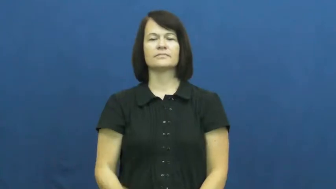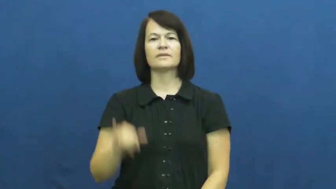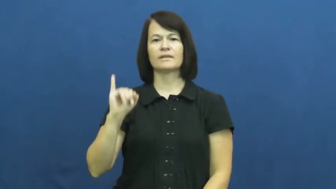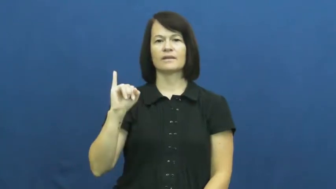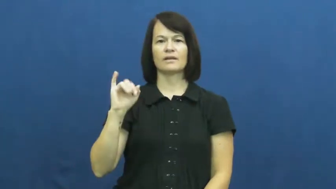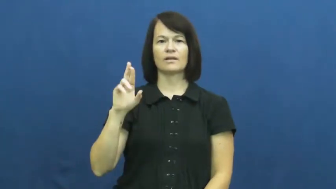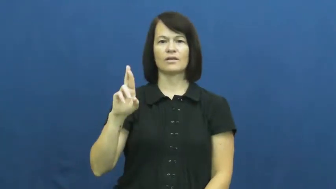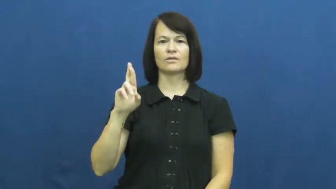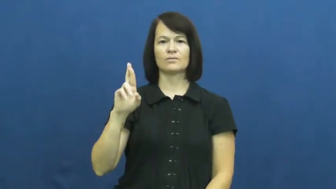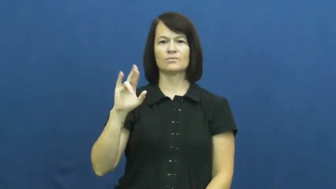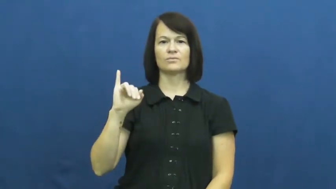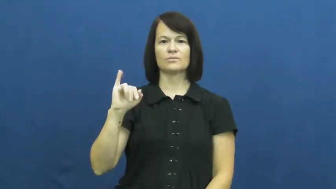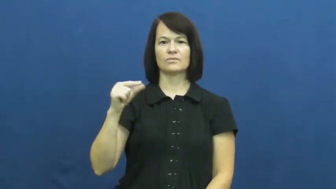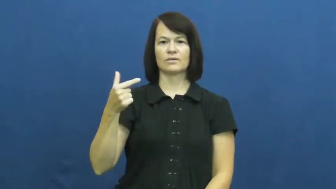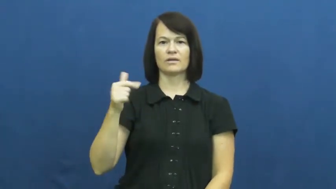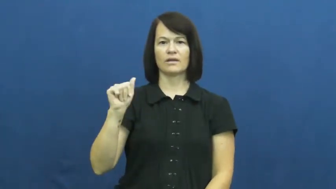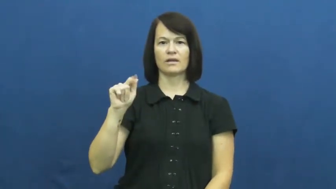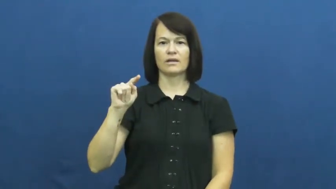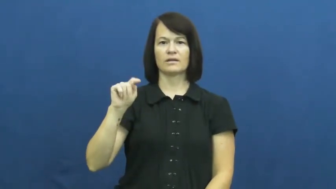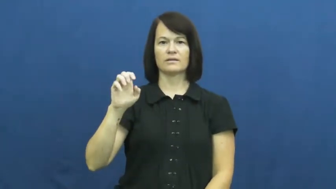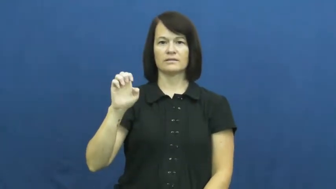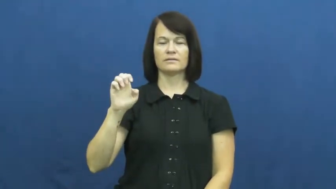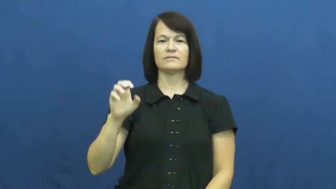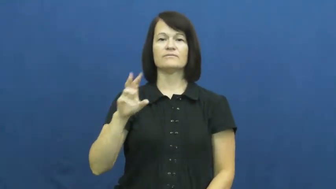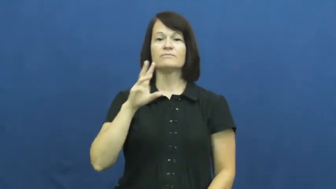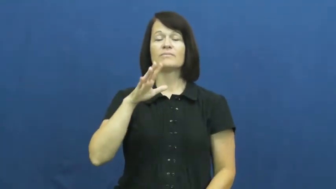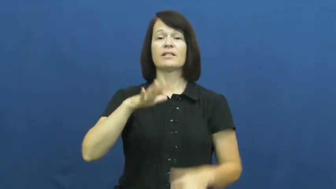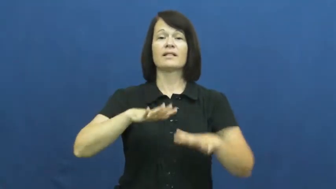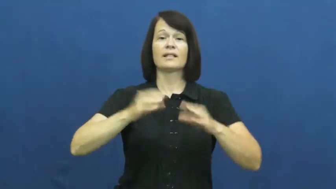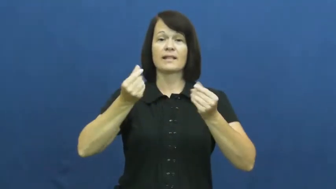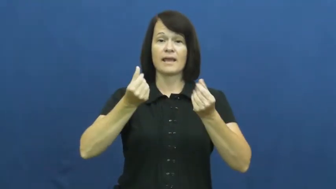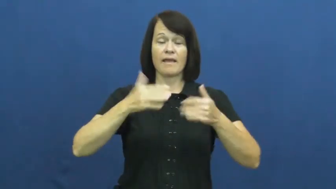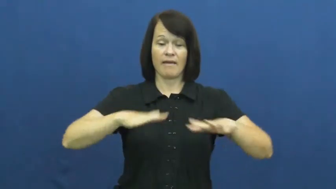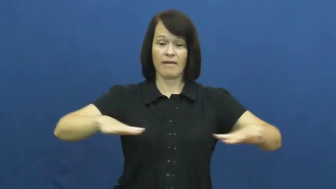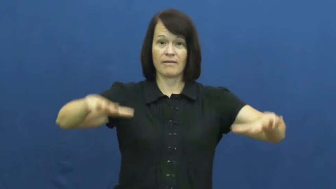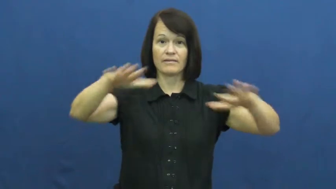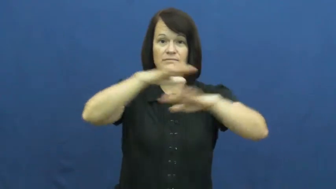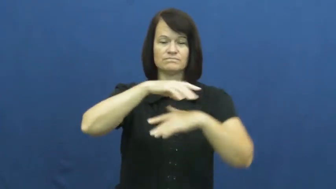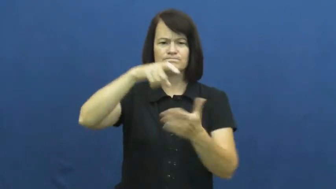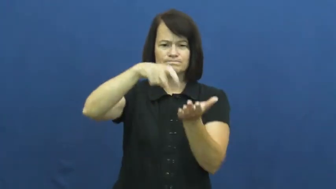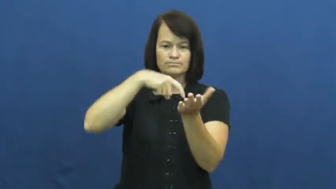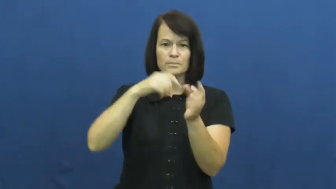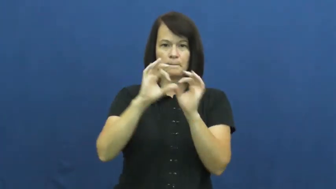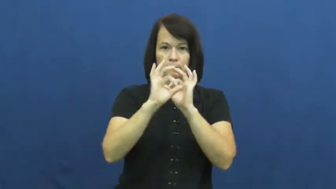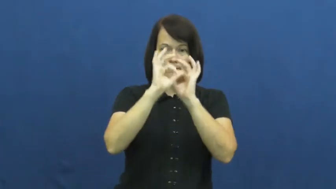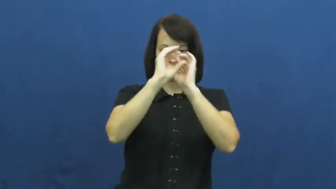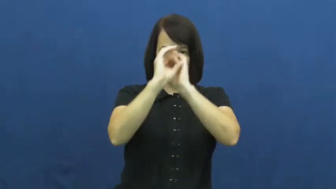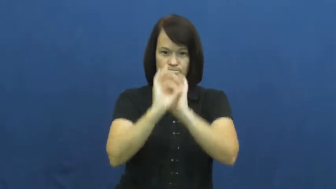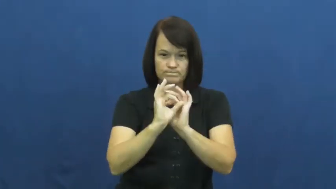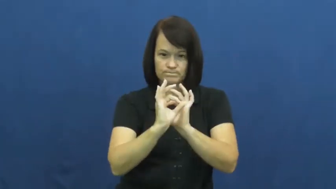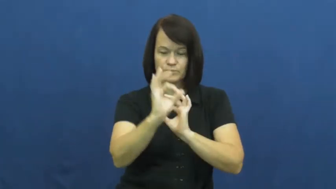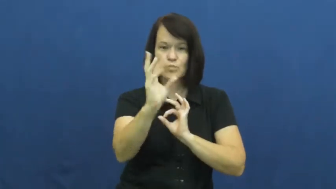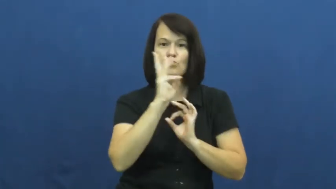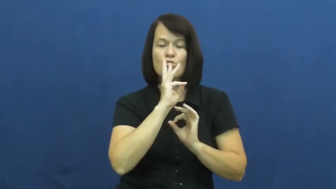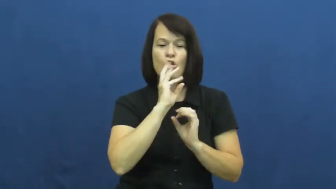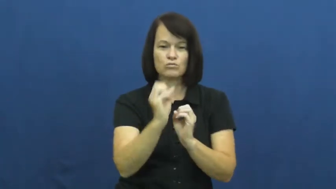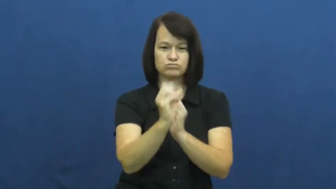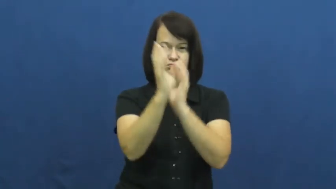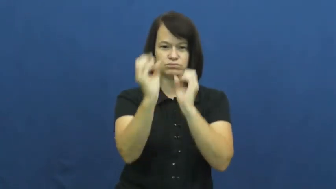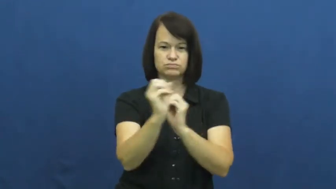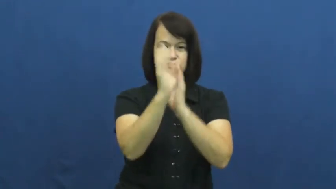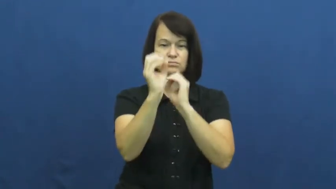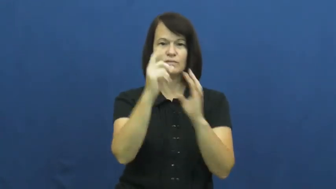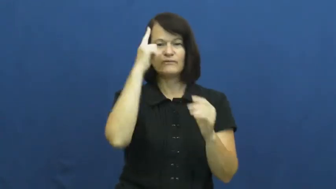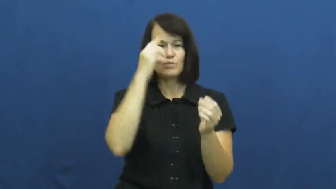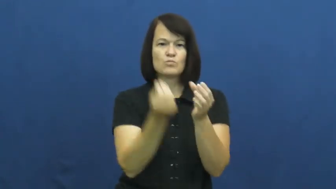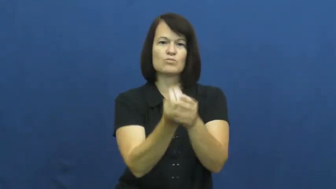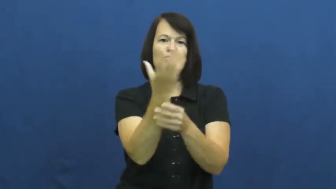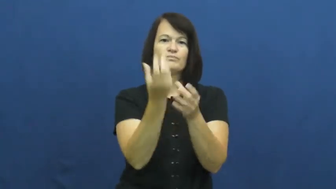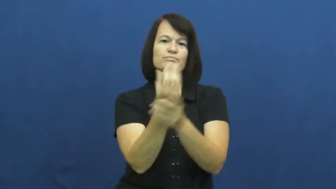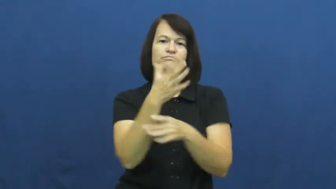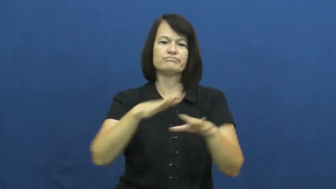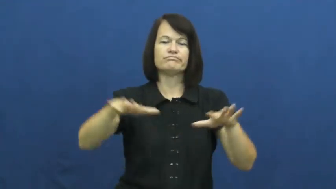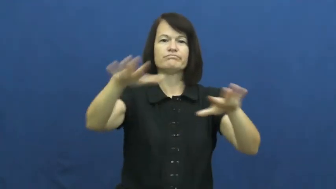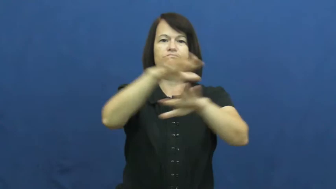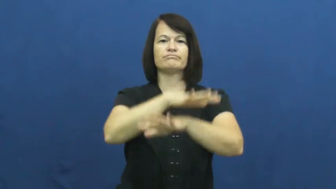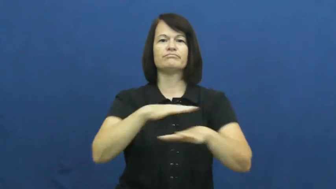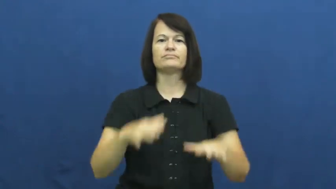irrigate